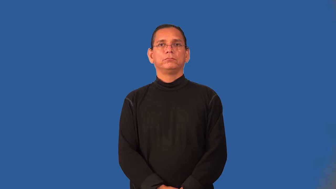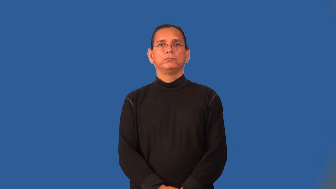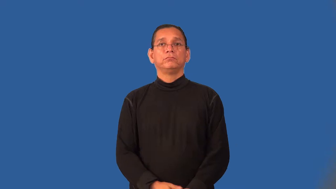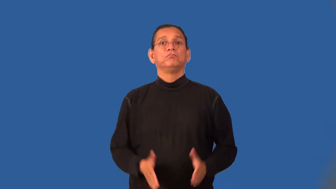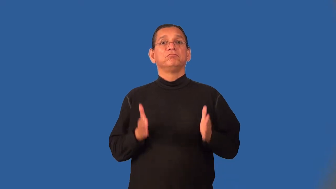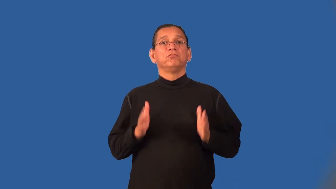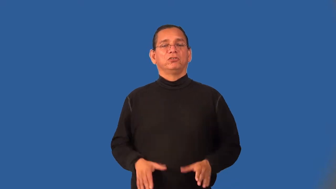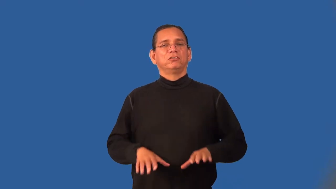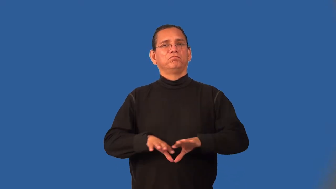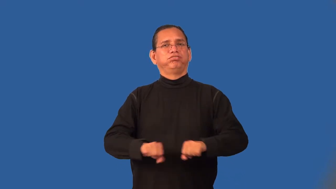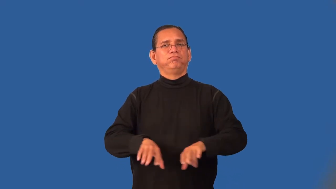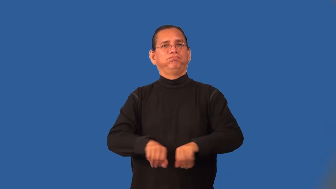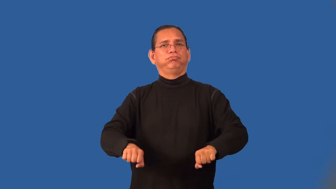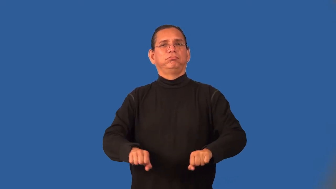shoplifter